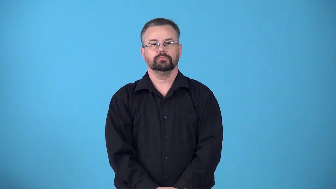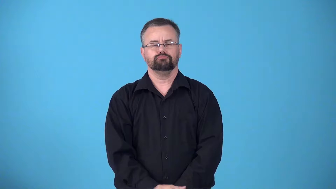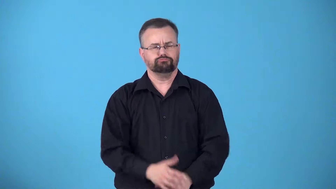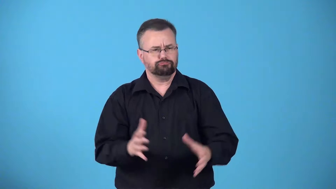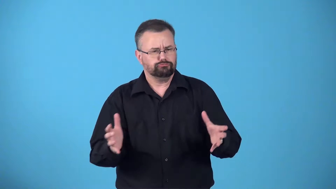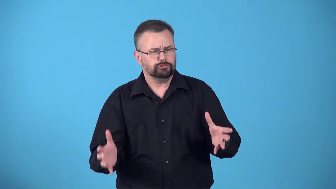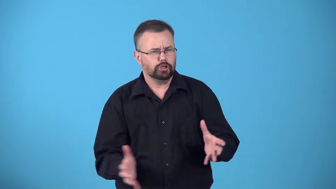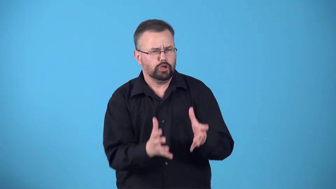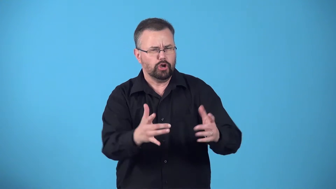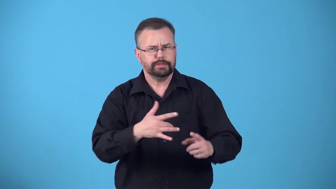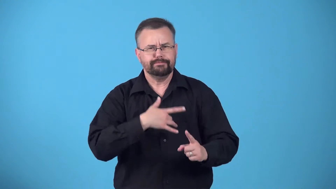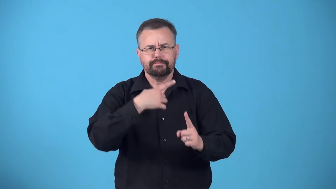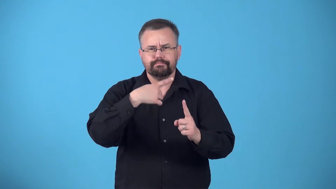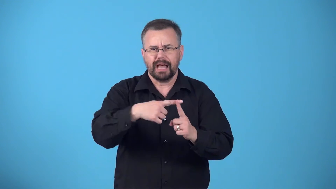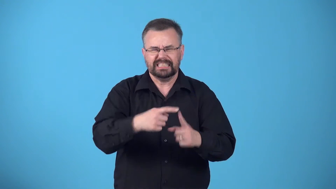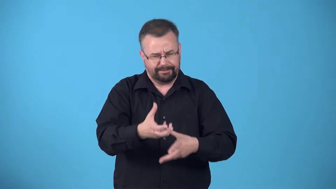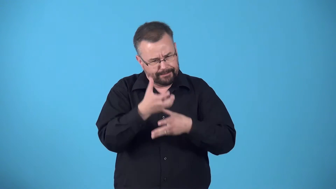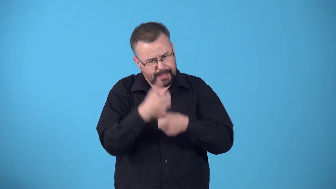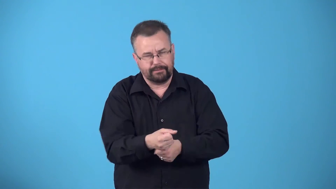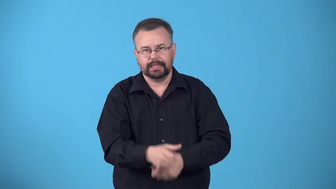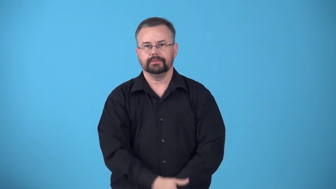boost-something to make feel better